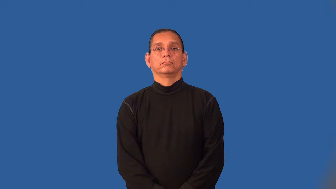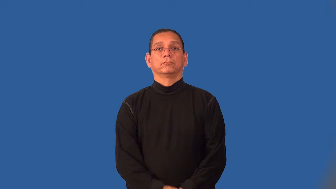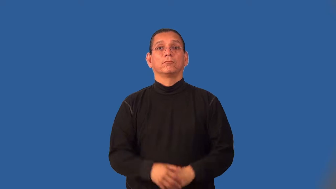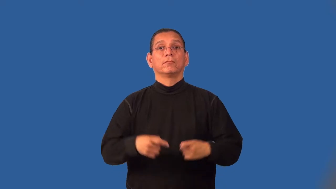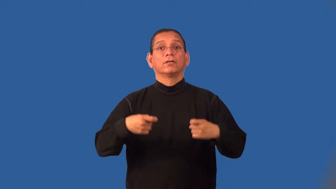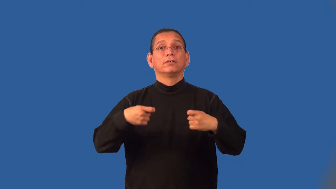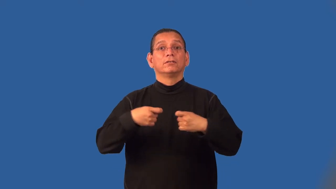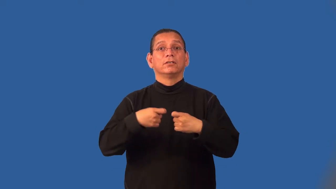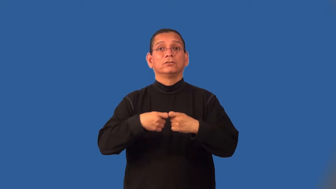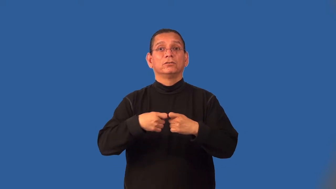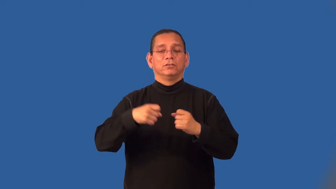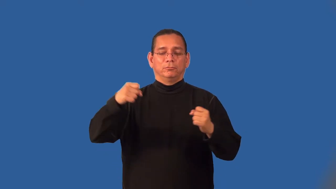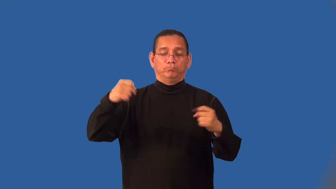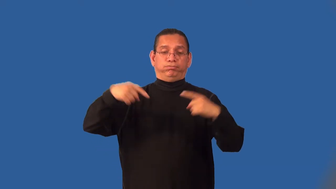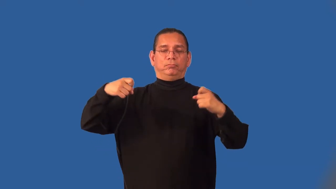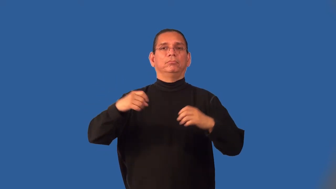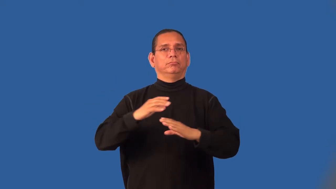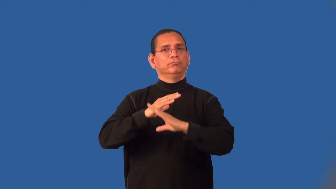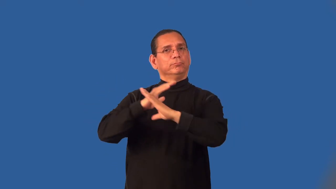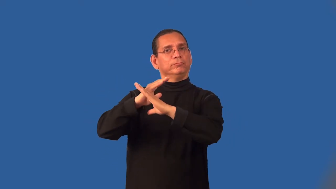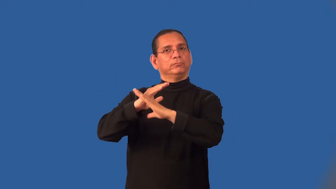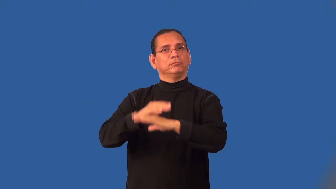insulate-electricity